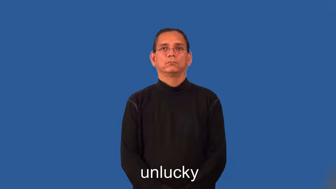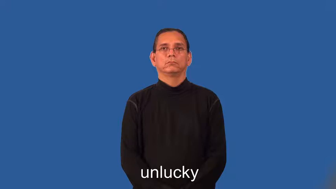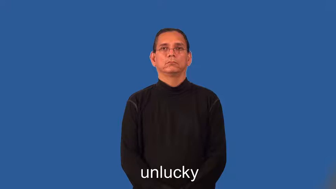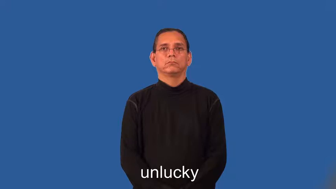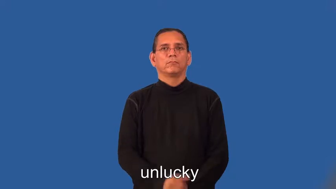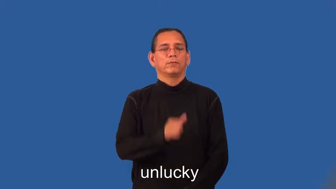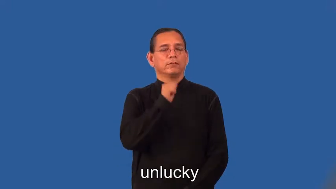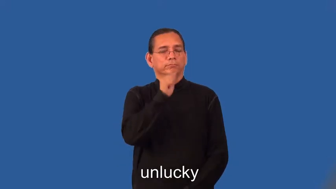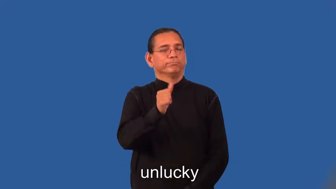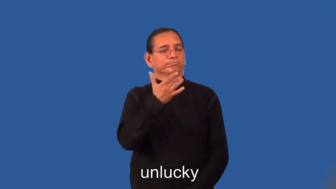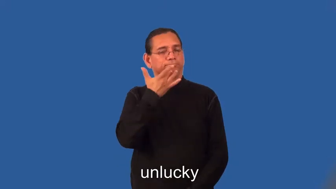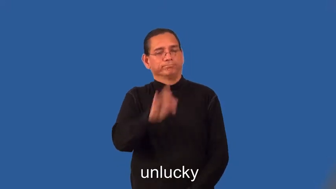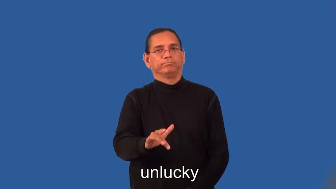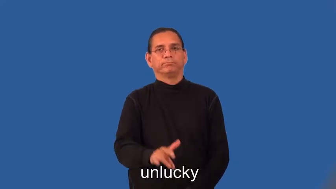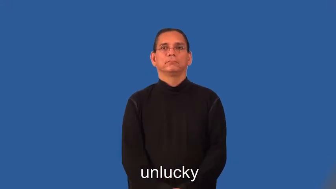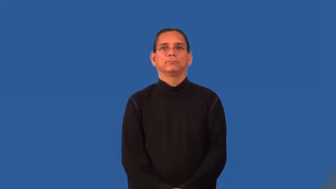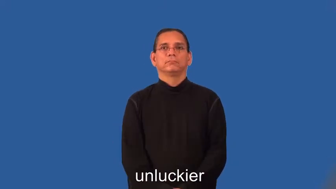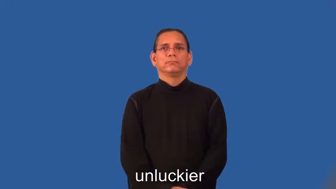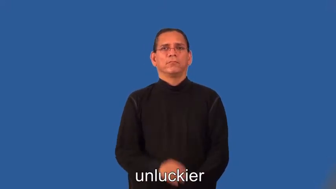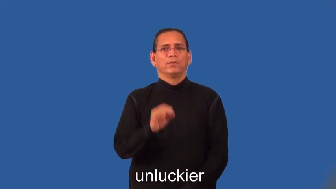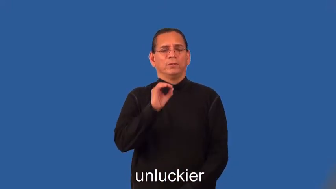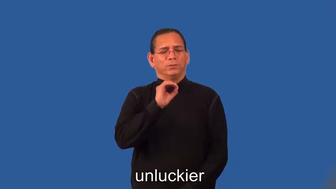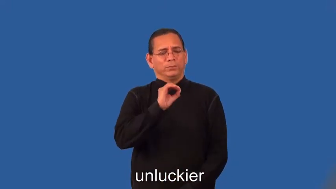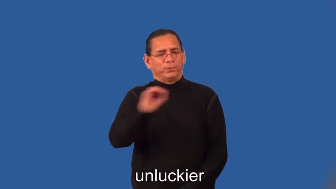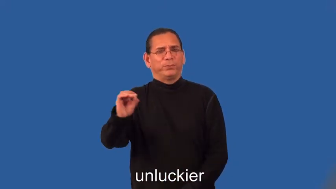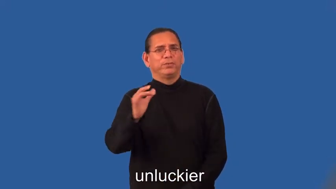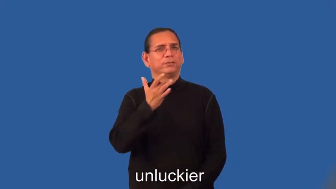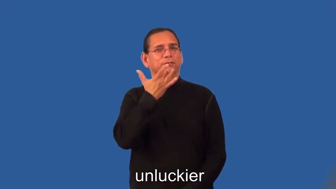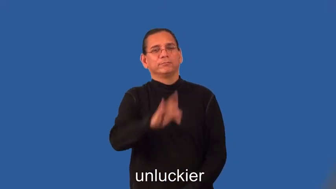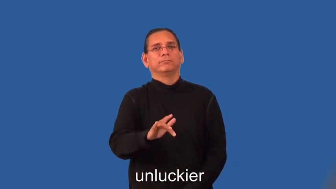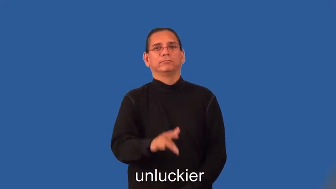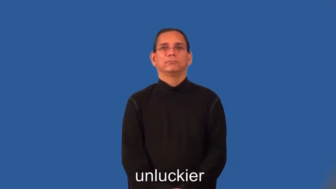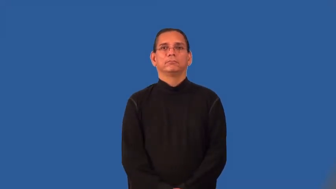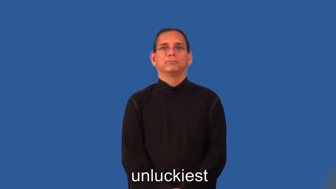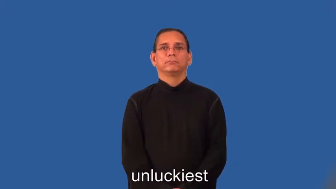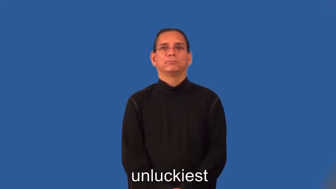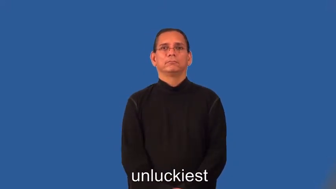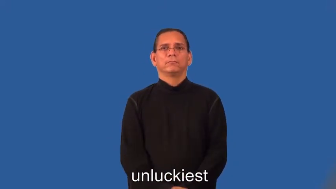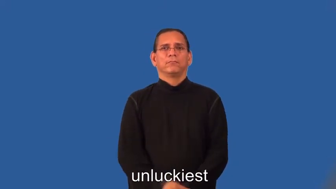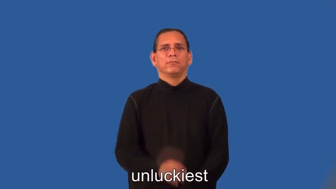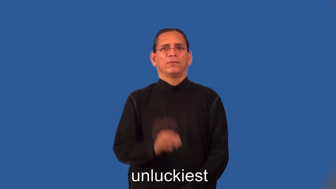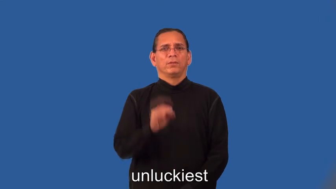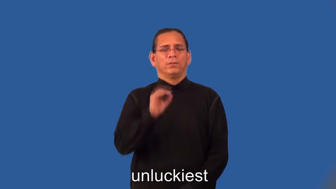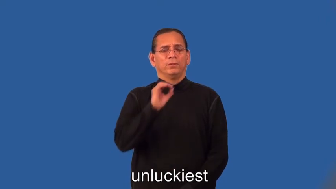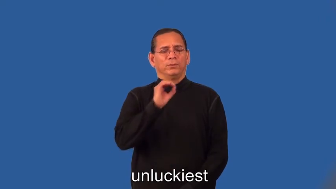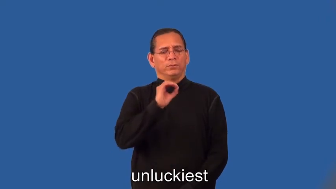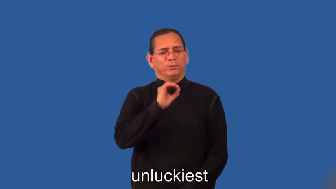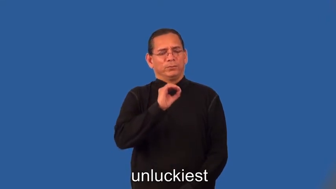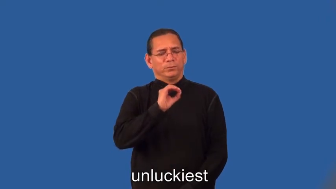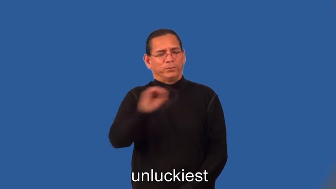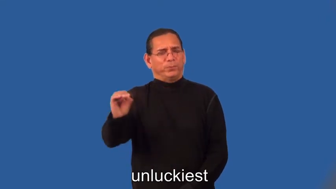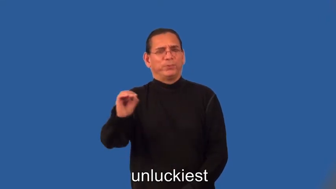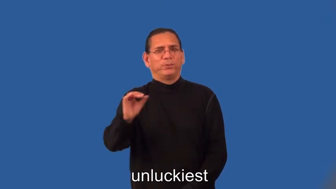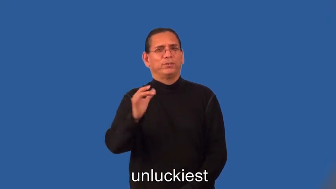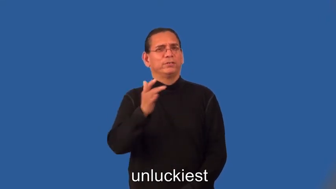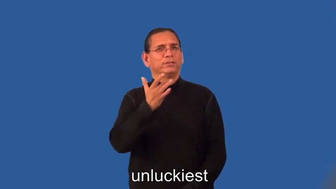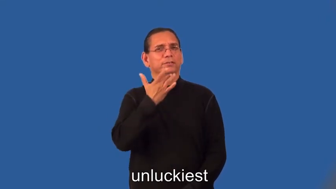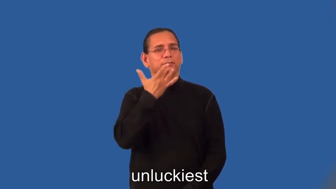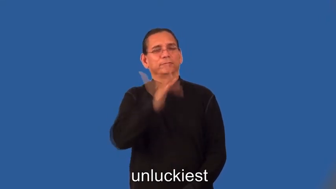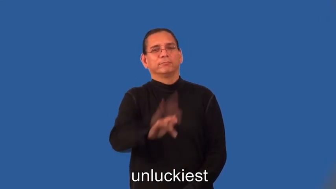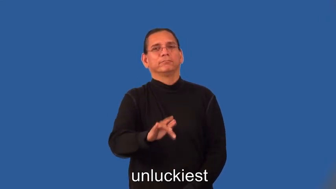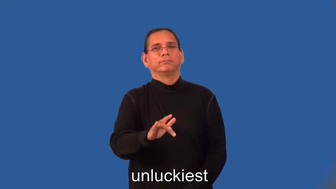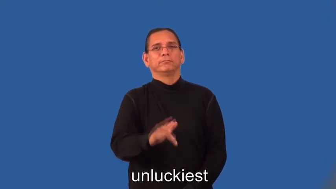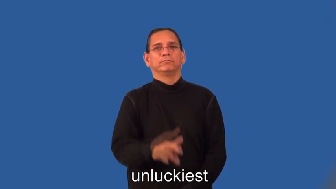unluckier,unluckiest